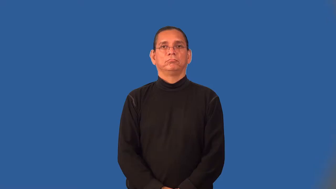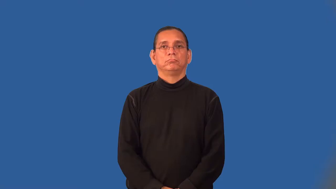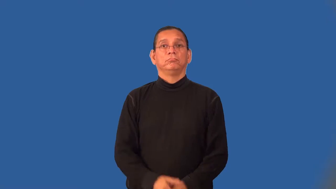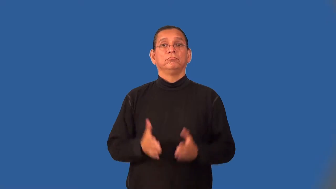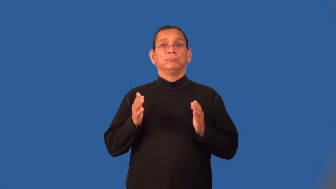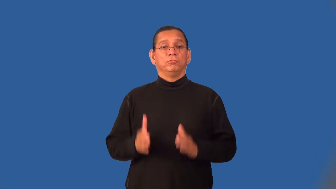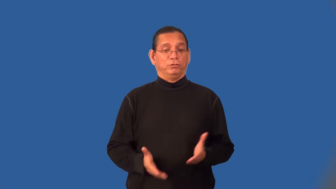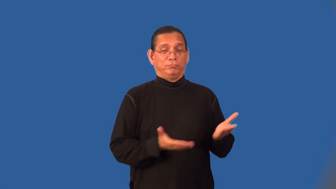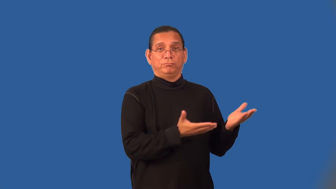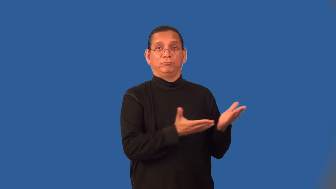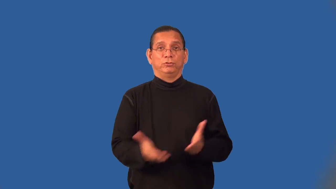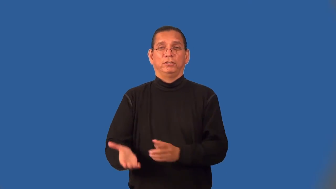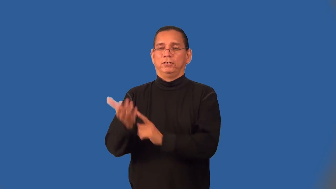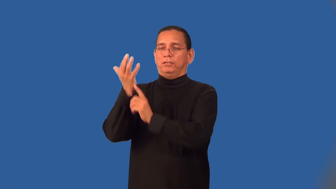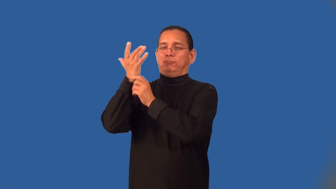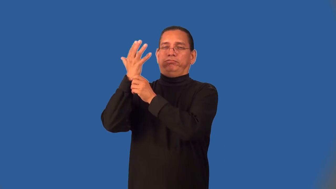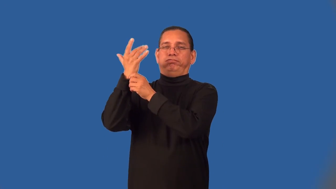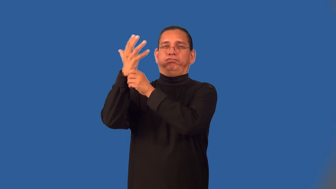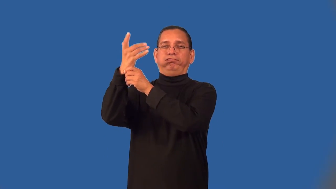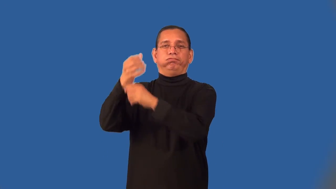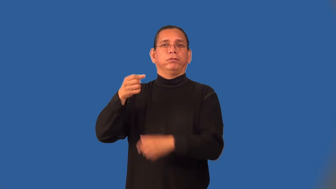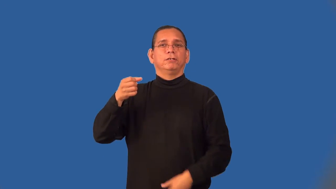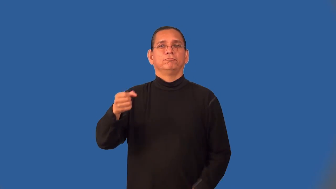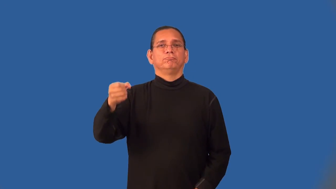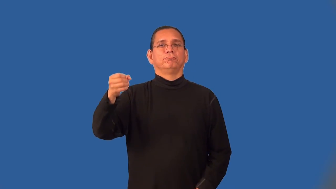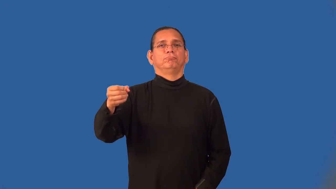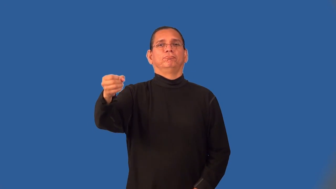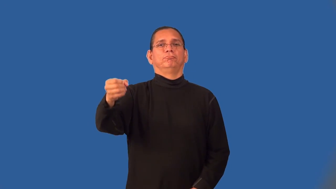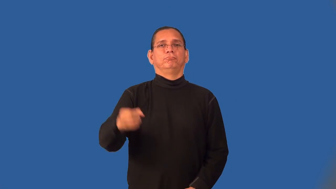torchbearer